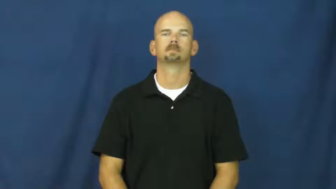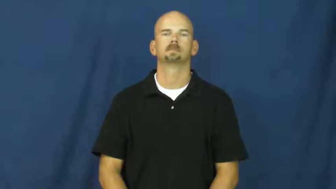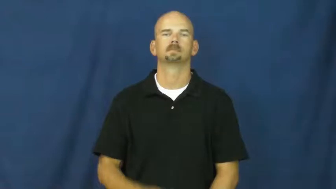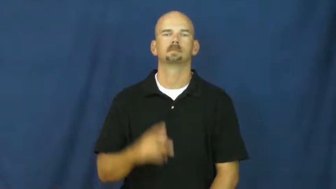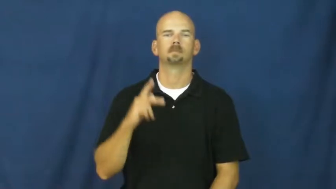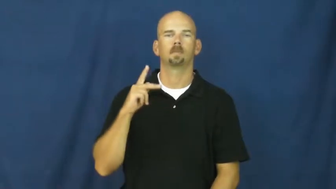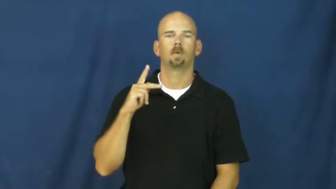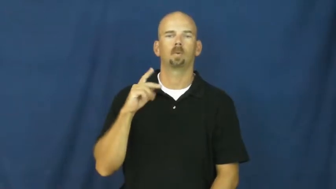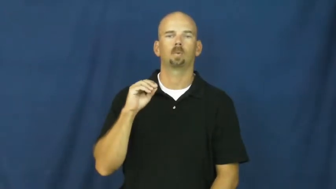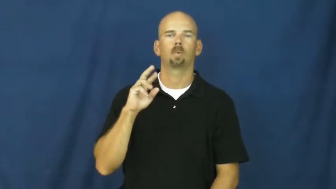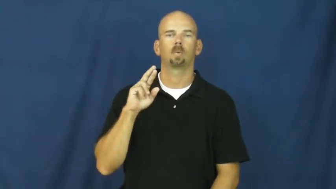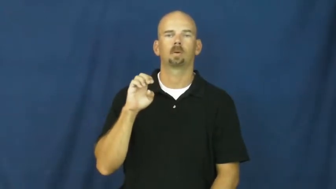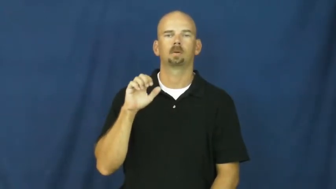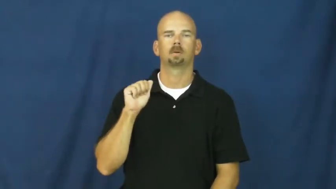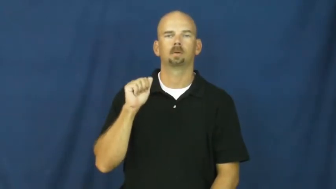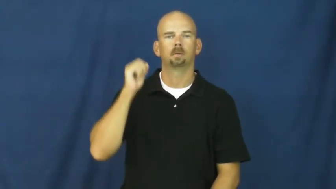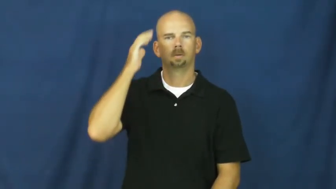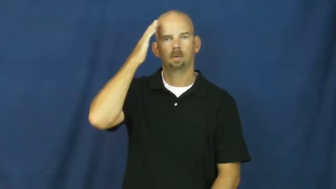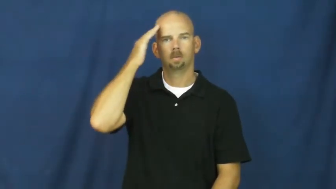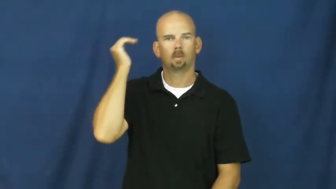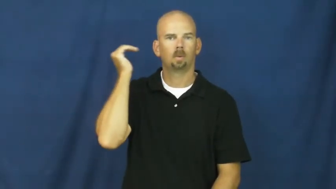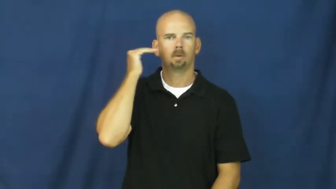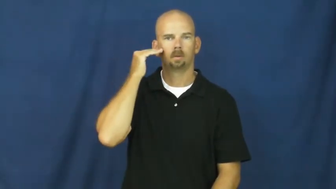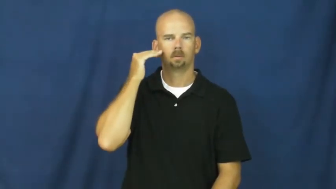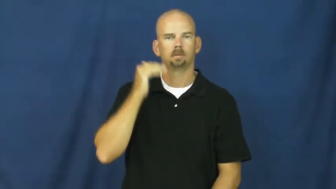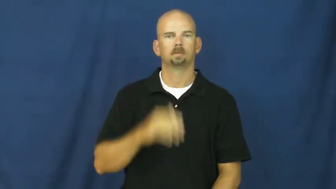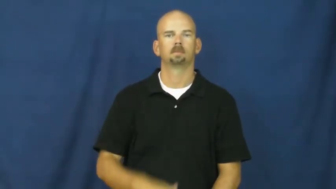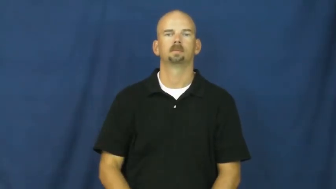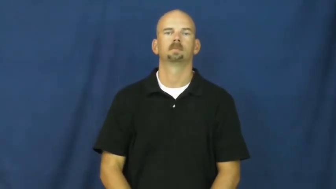korea